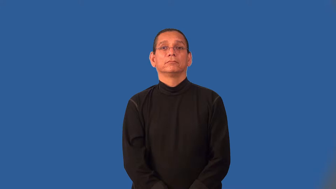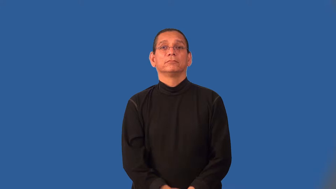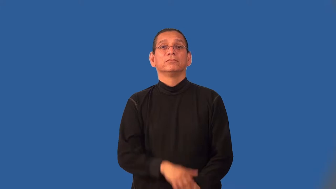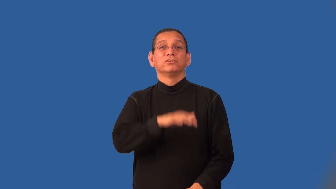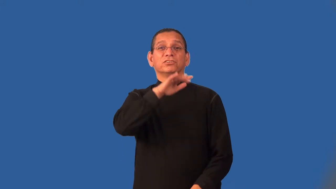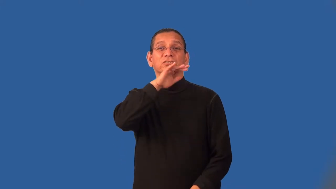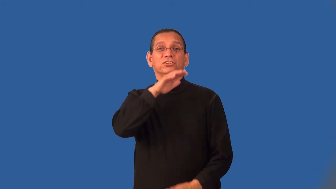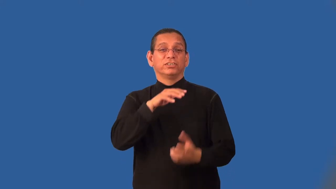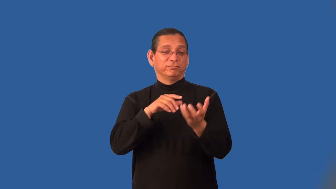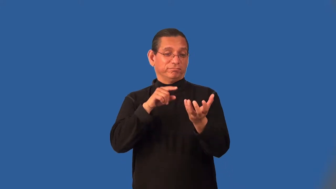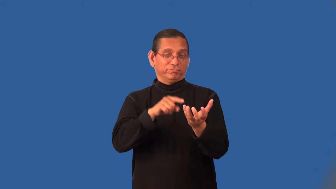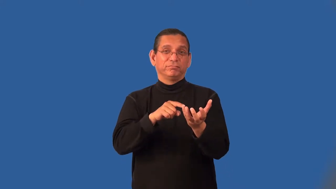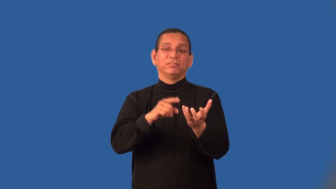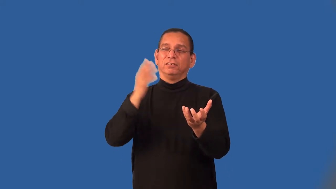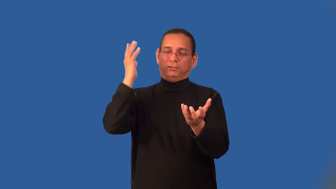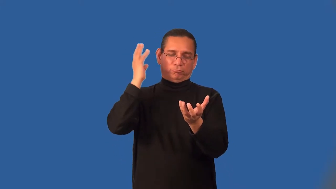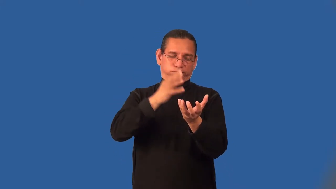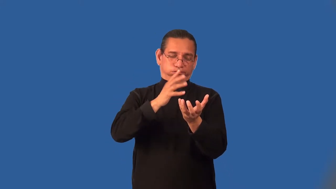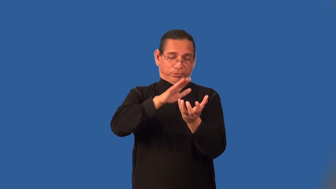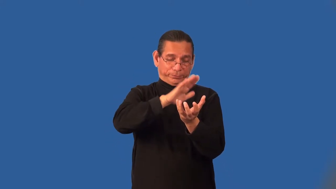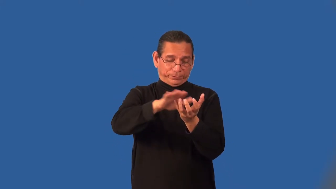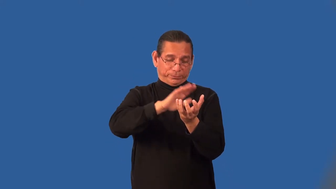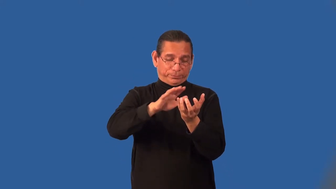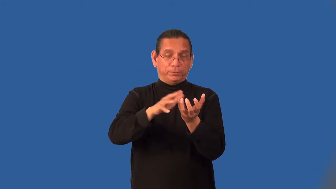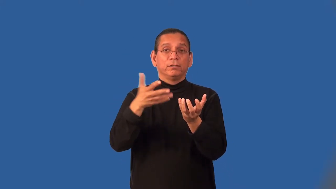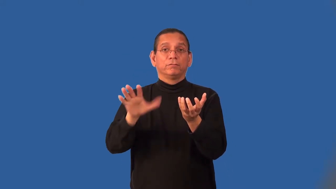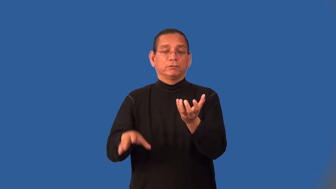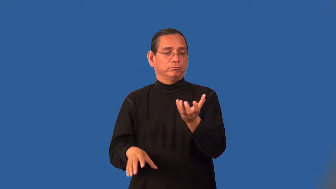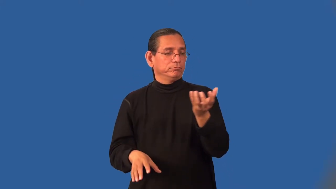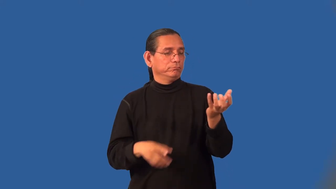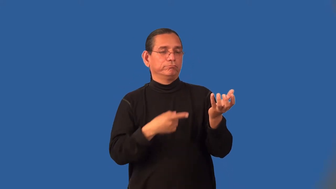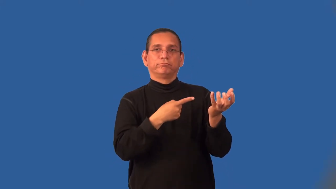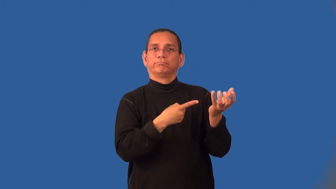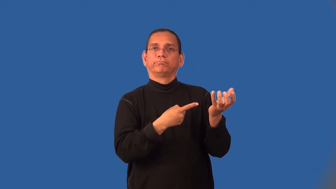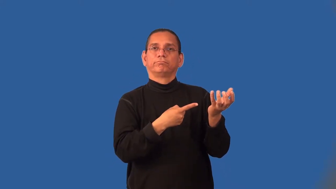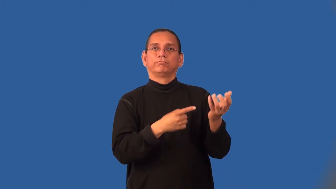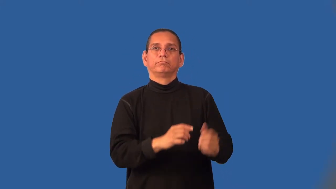leach